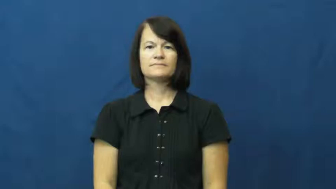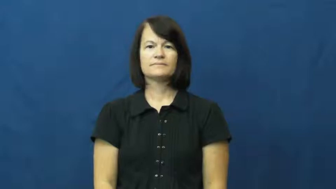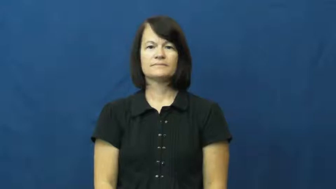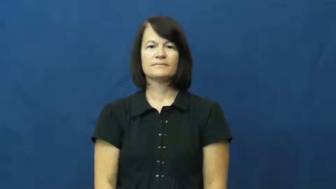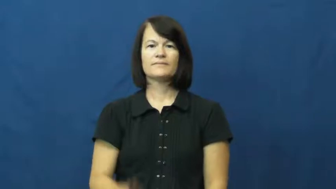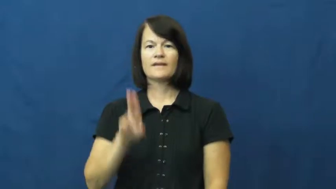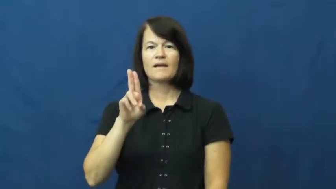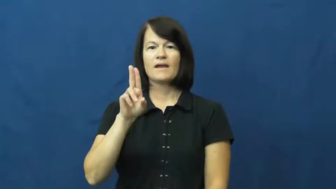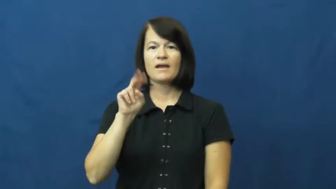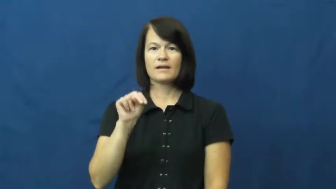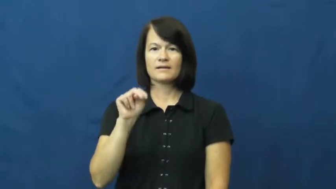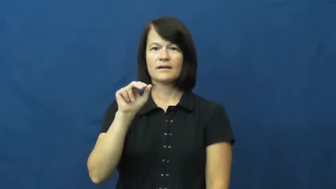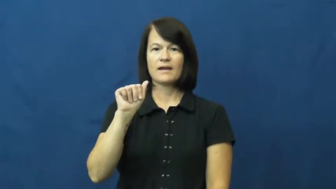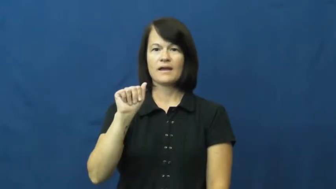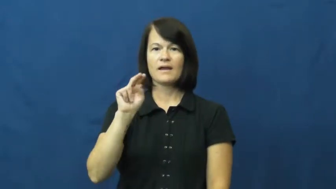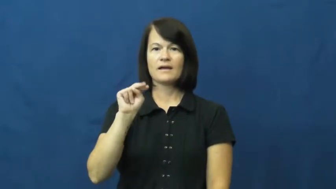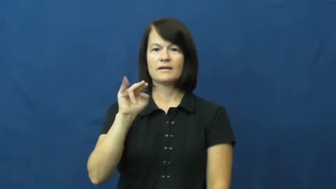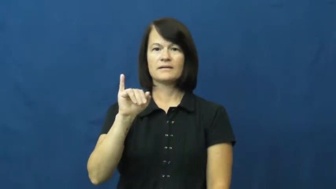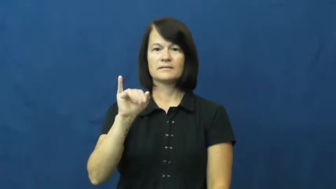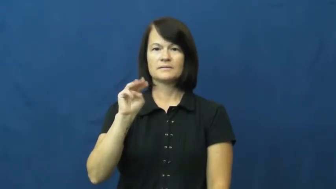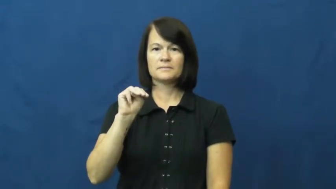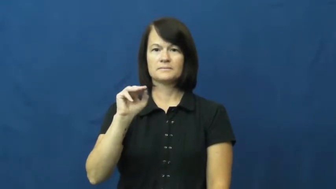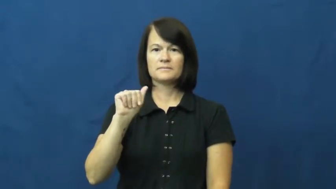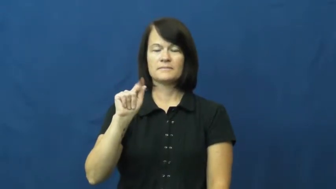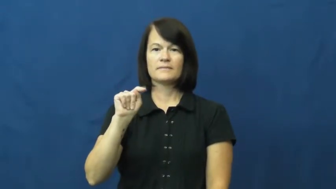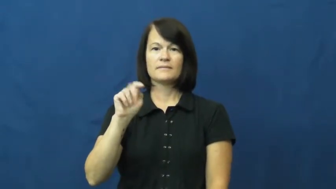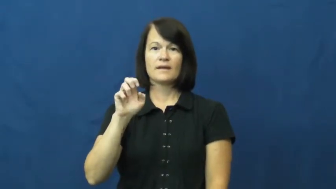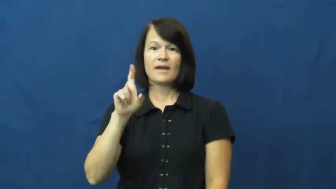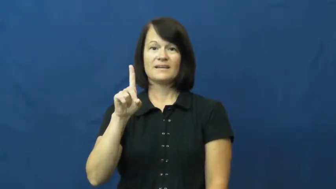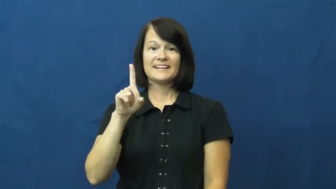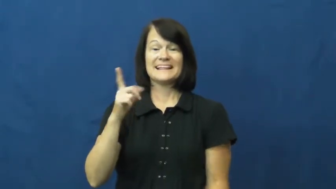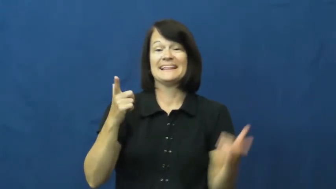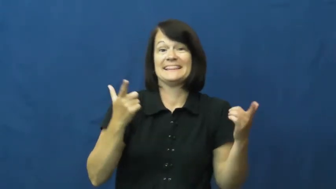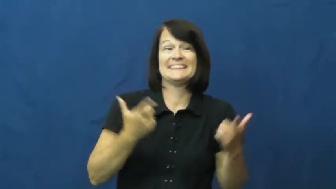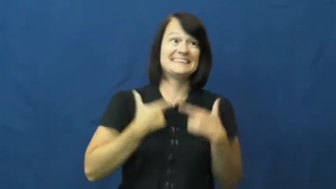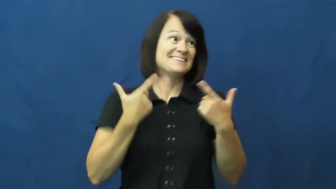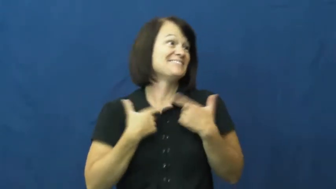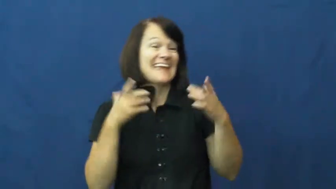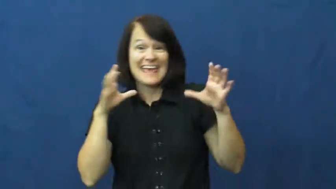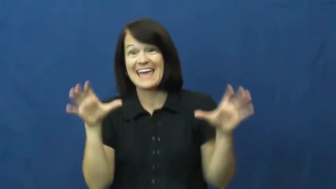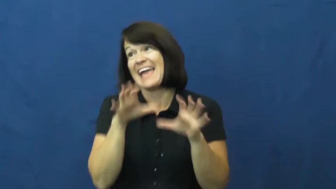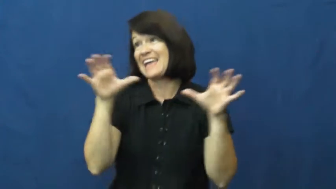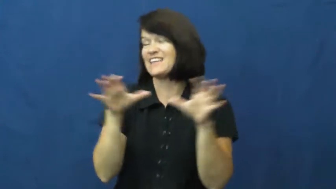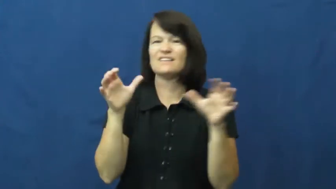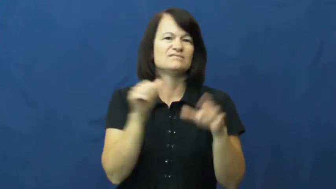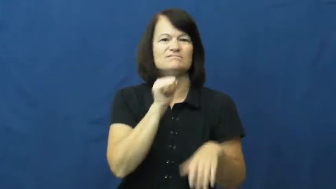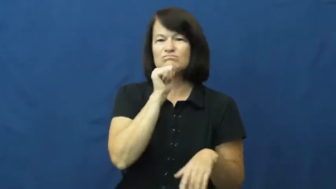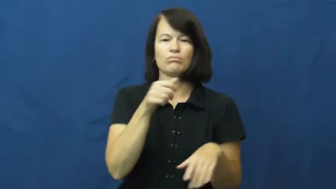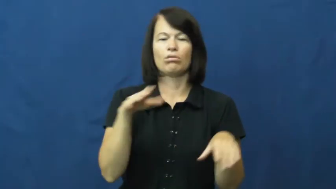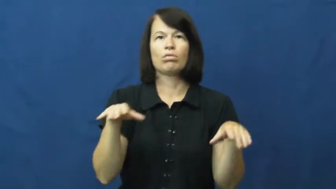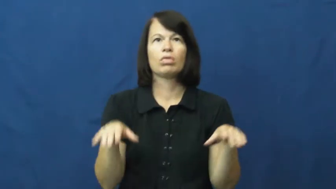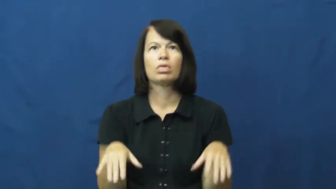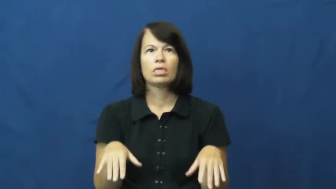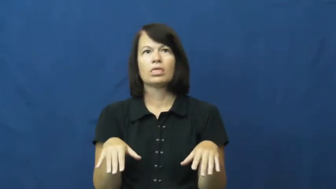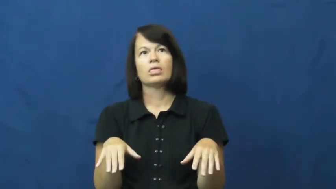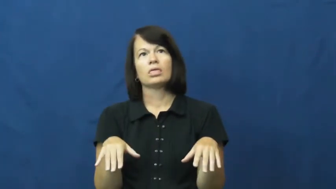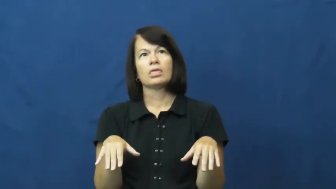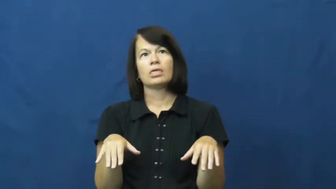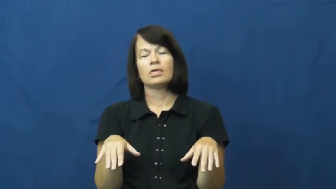unanimated